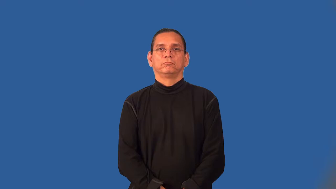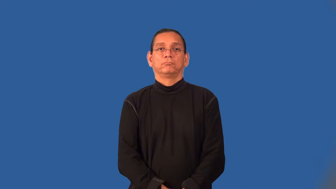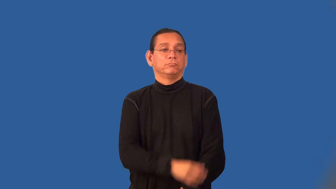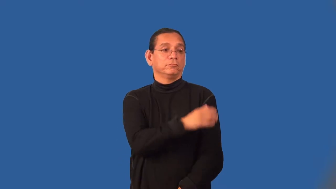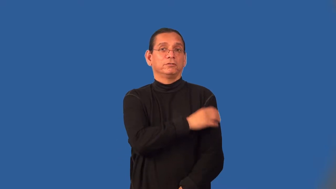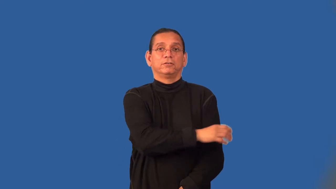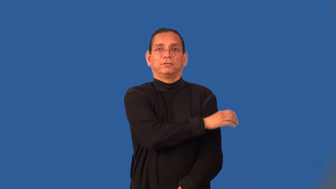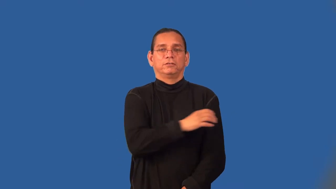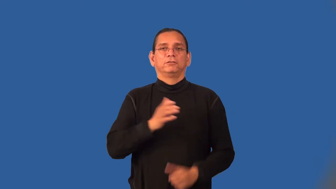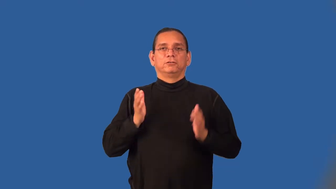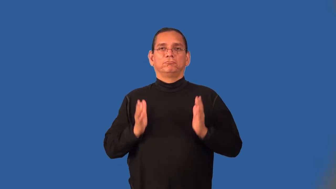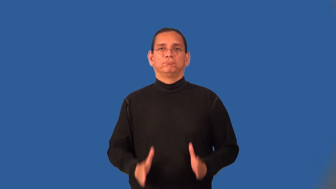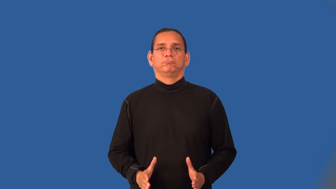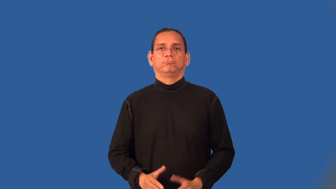clinician